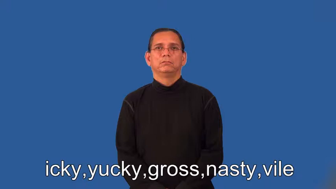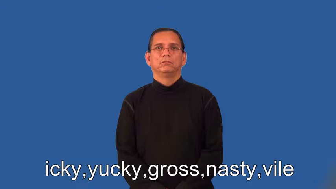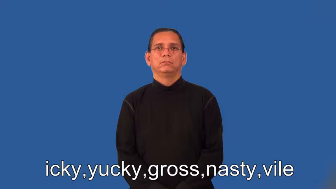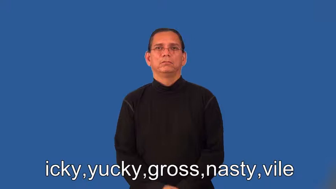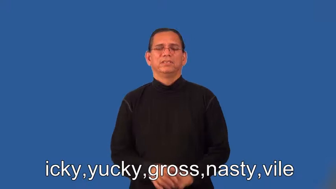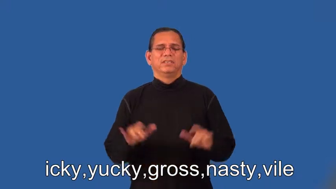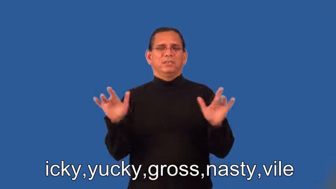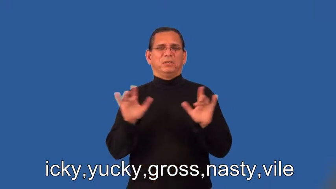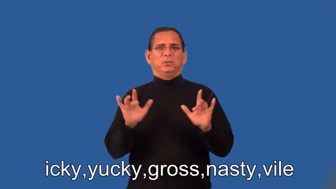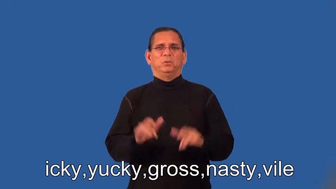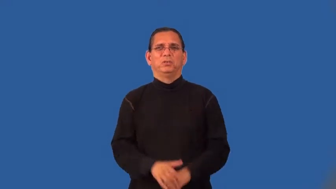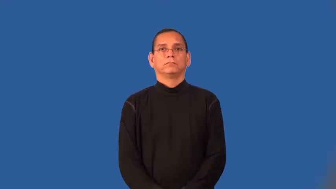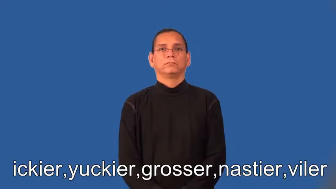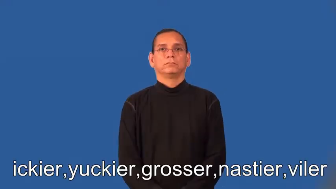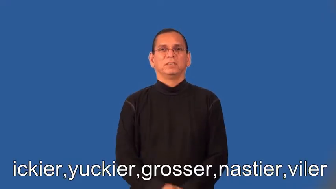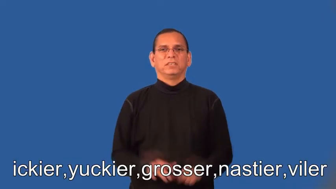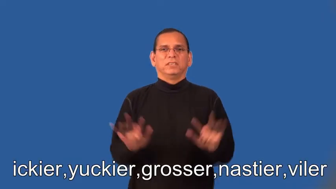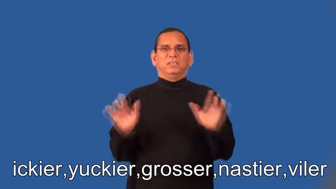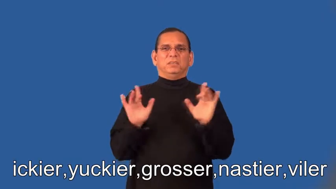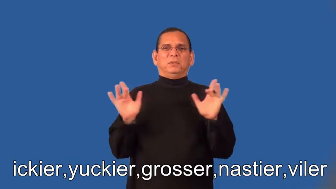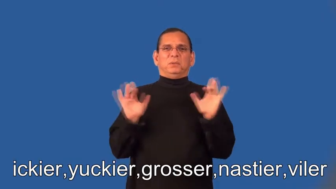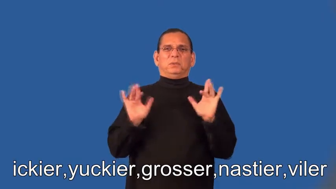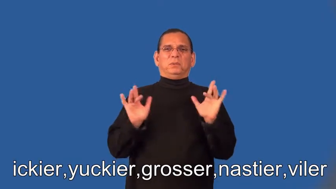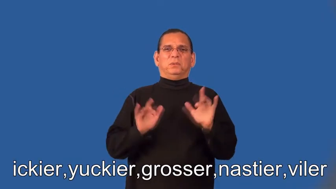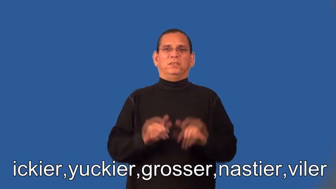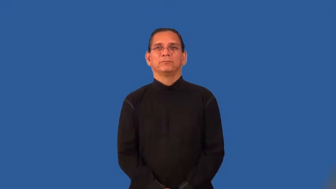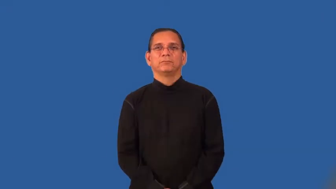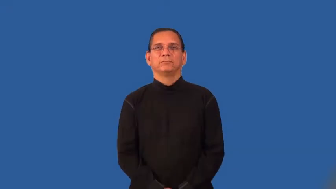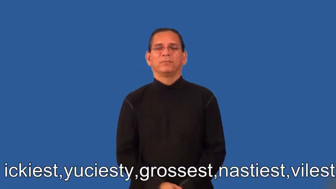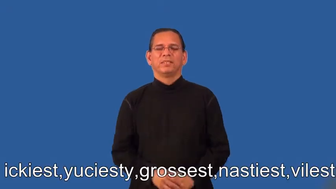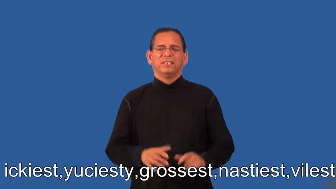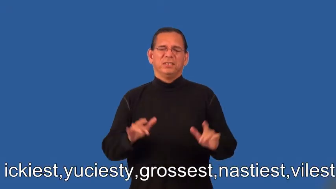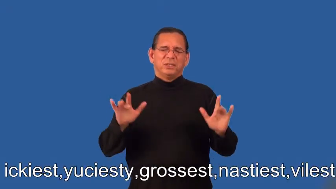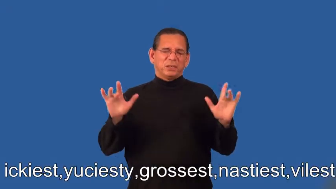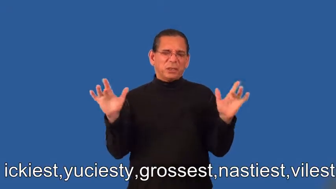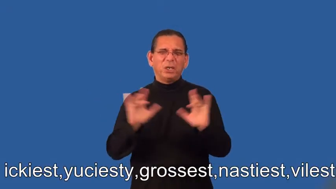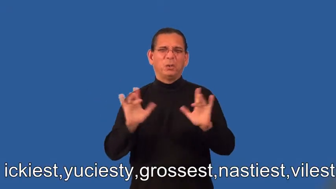ickier,yuckier,grosser,nastier,viler,ickiest,yuciesty,grossest,nastiest,vilest